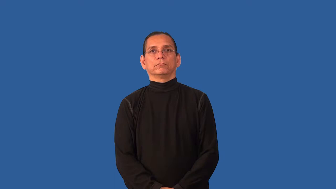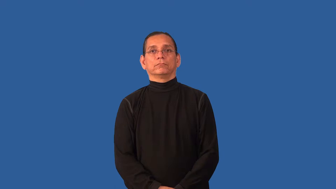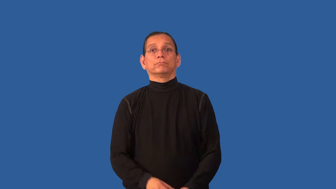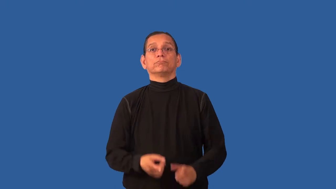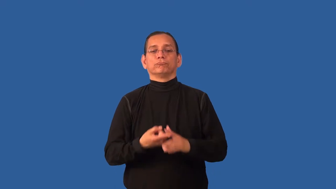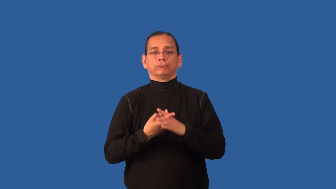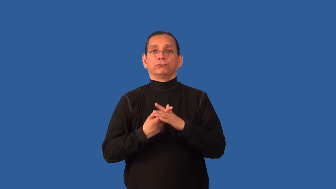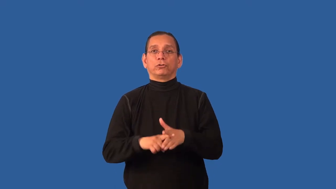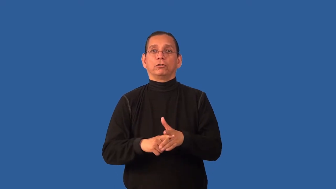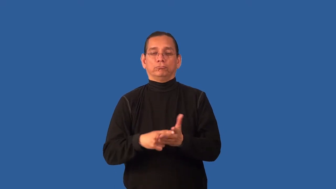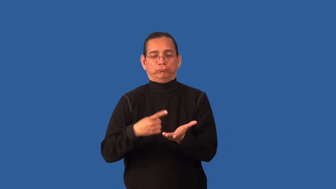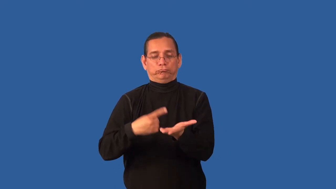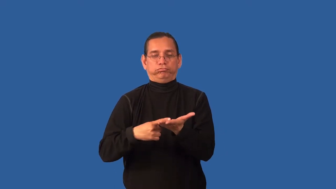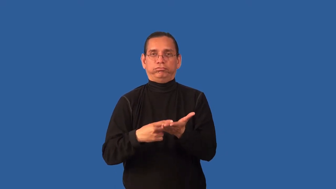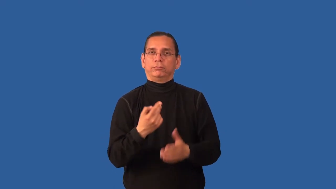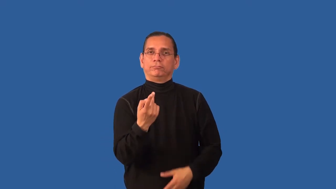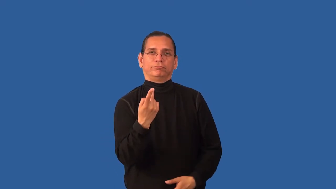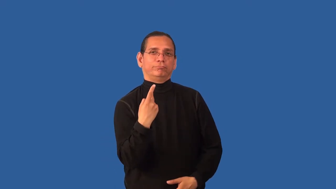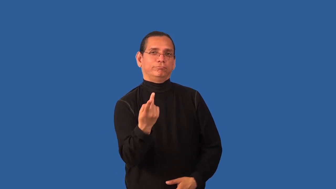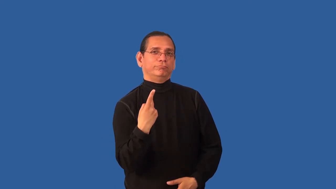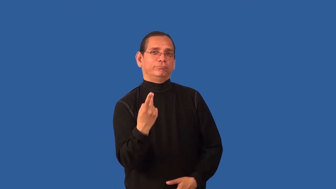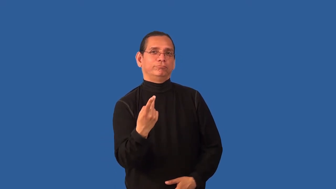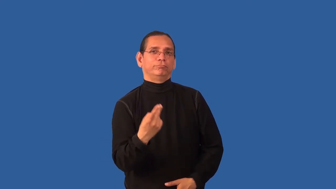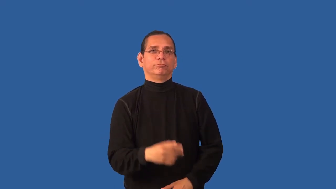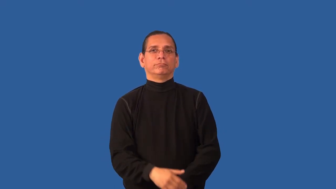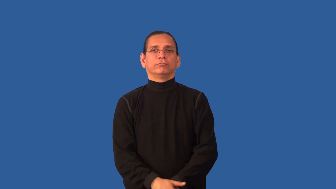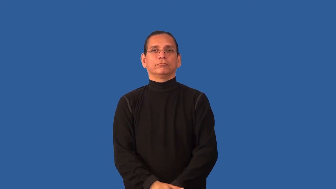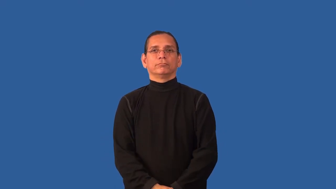broach-address